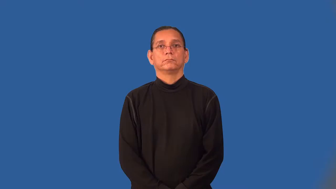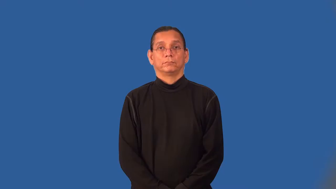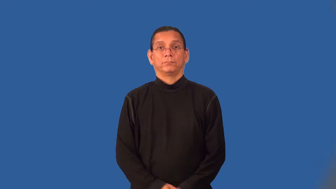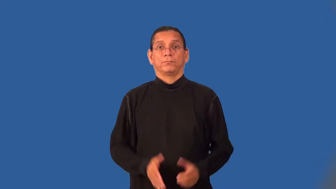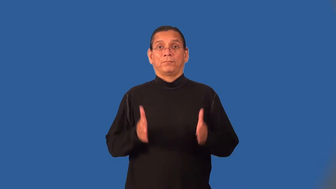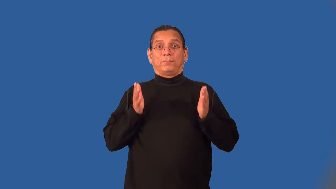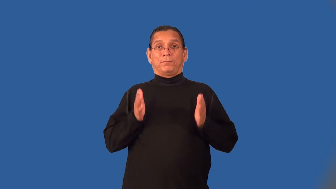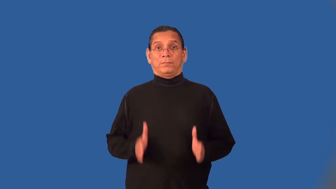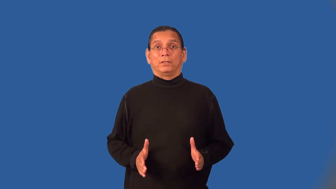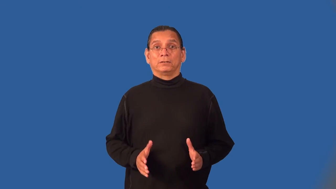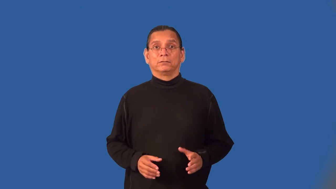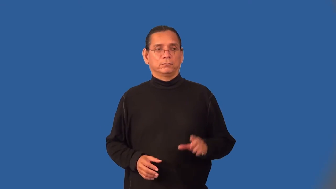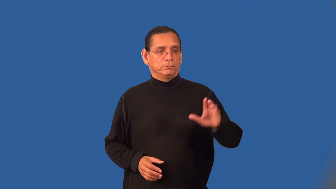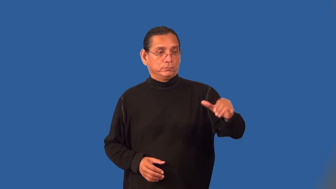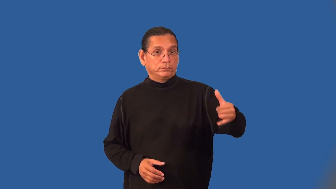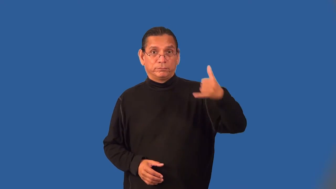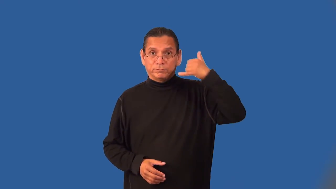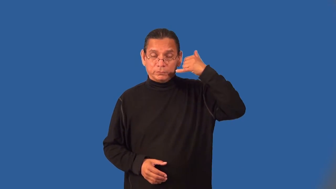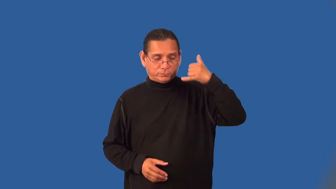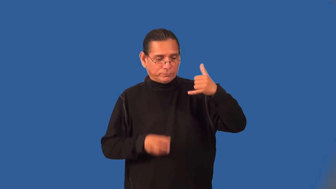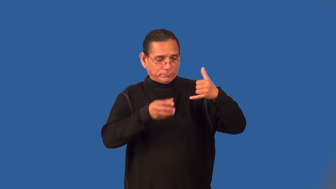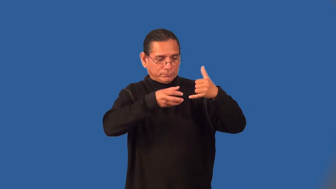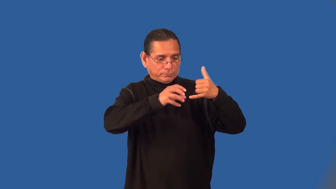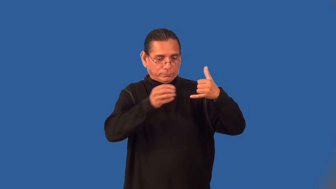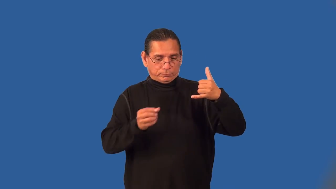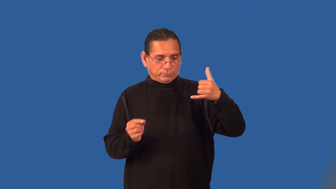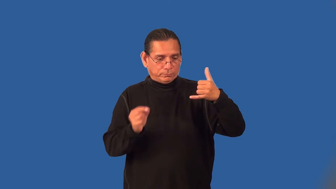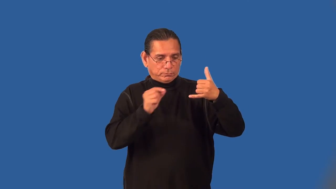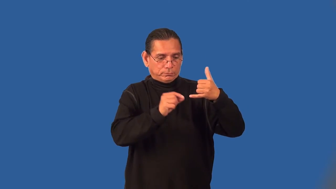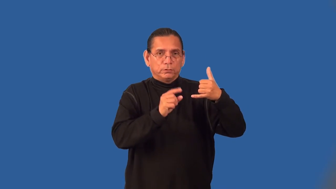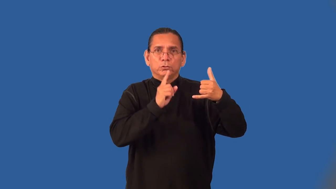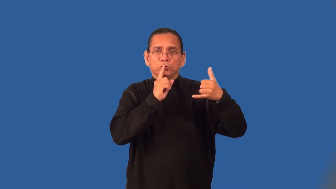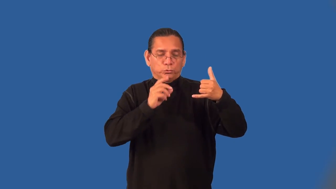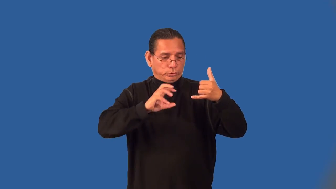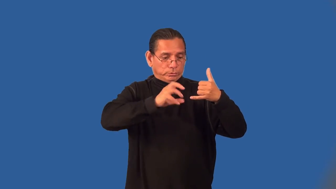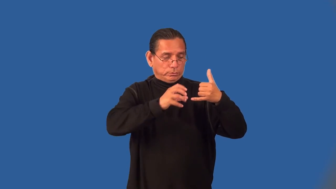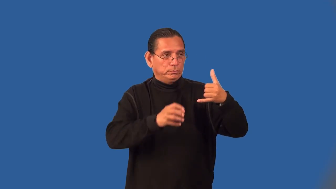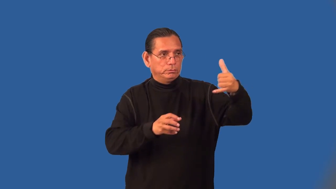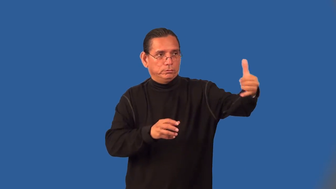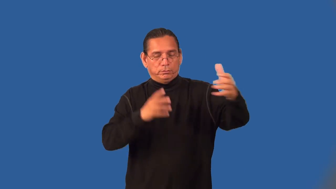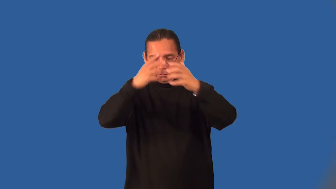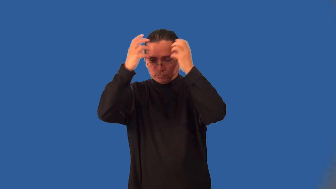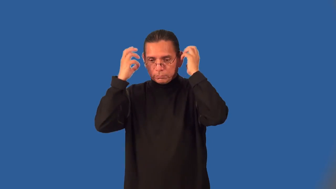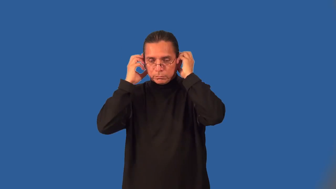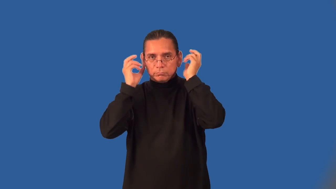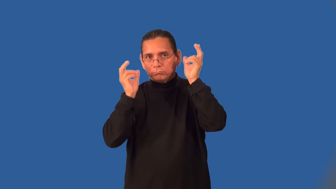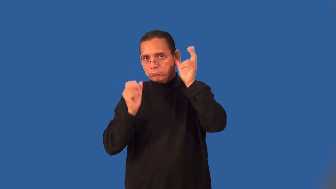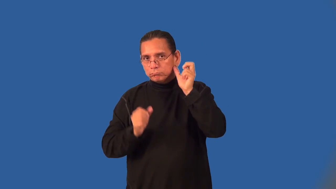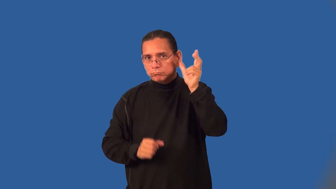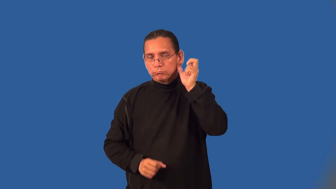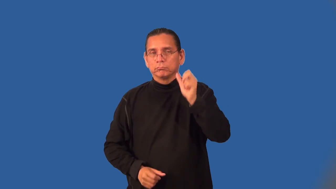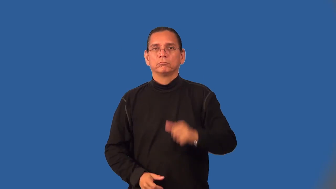wiretapper